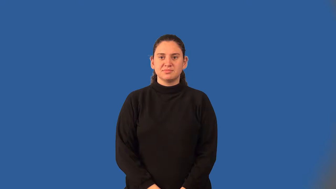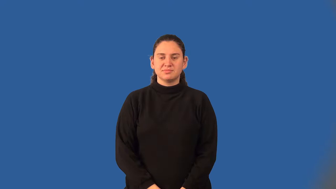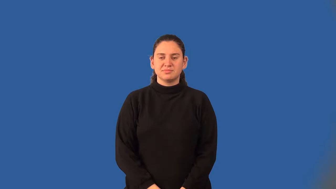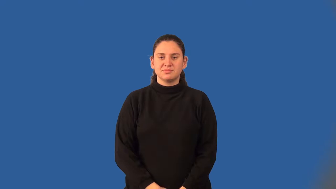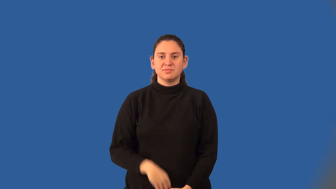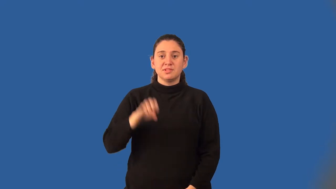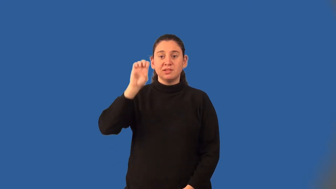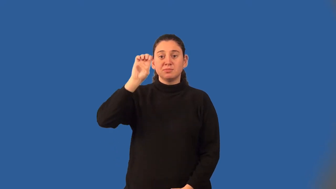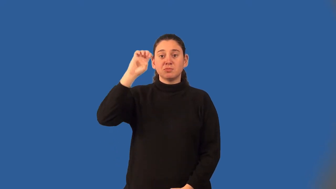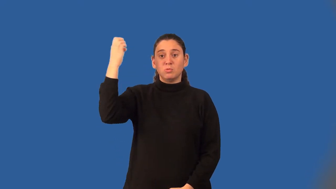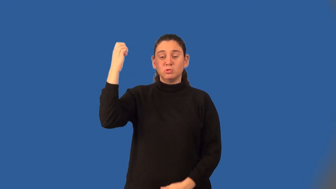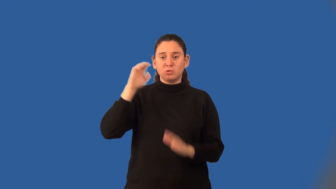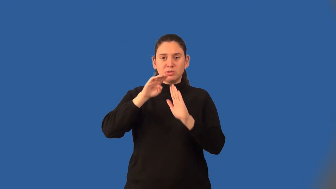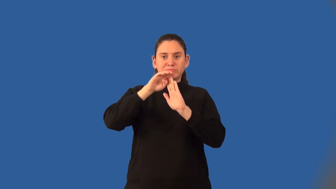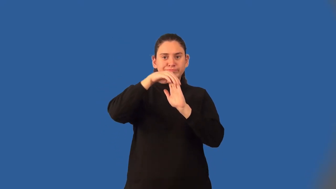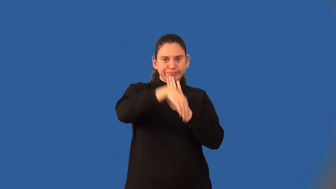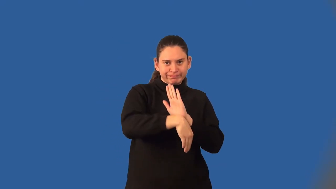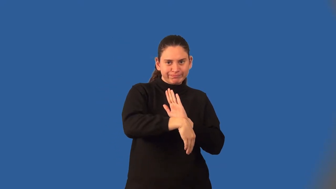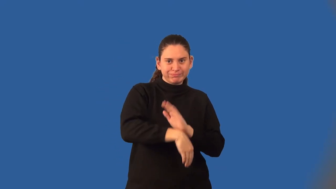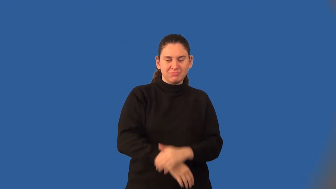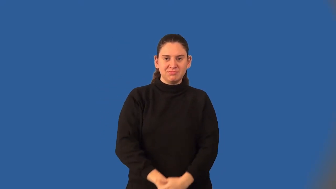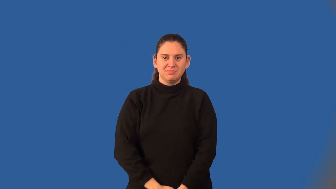exponential decay